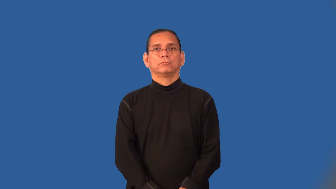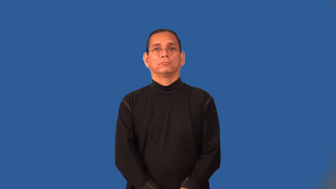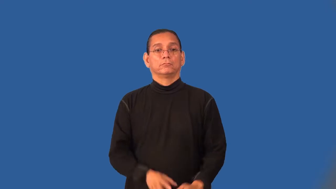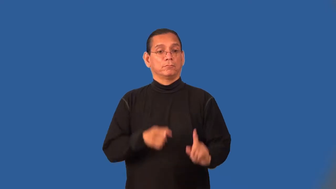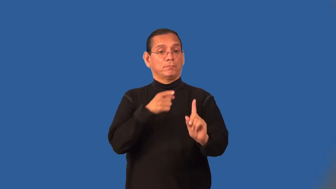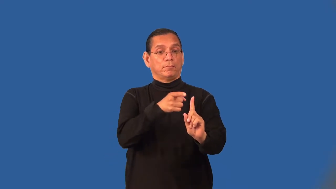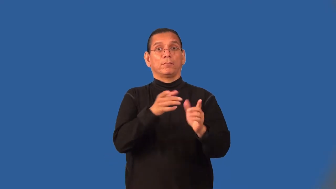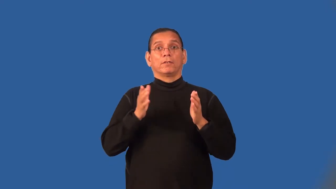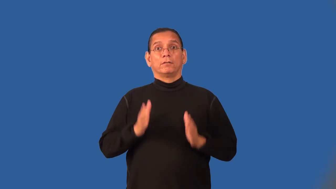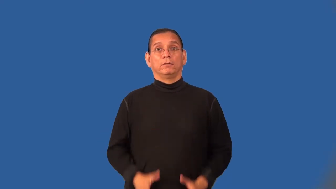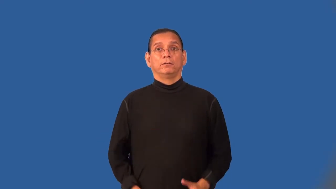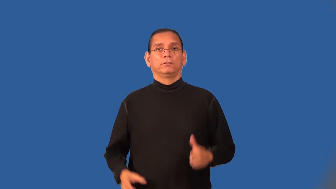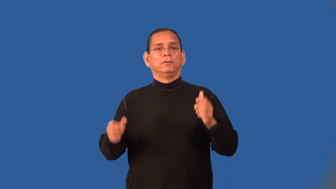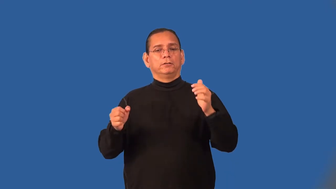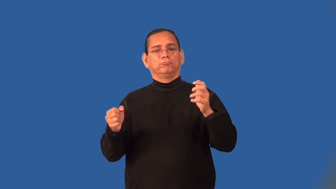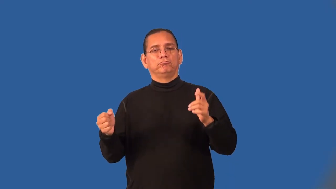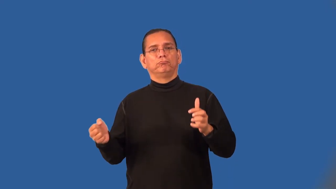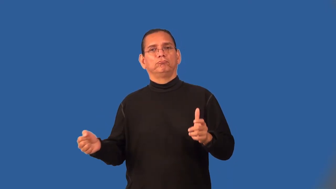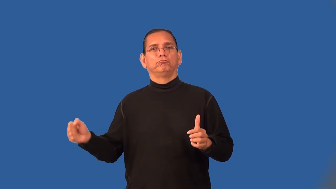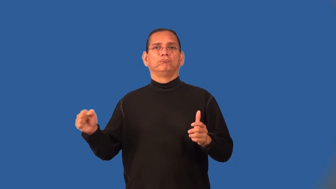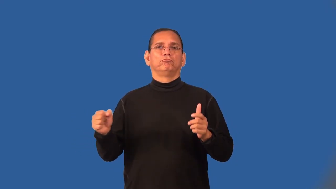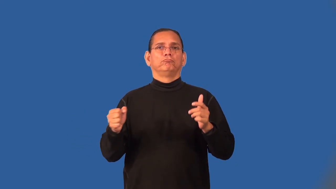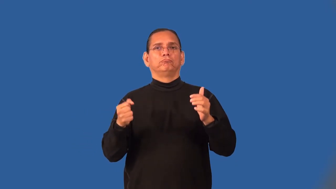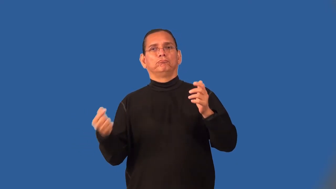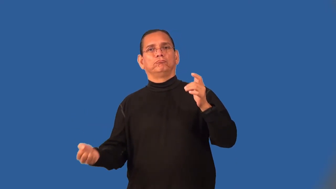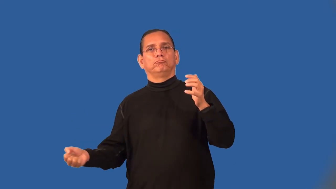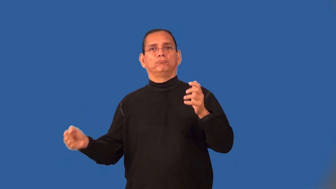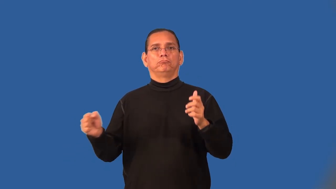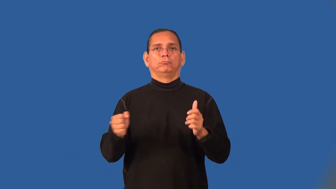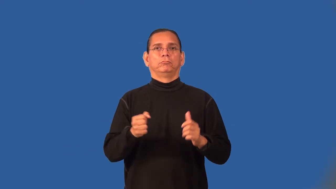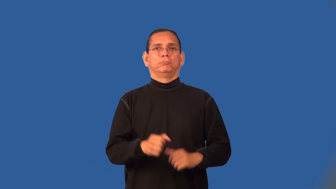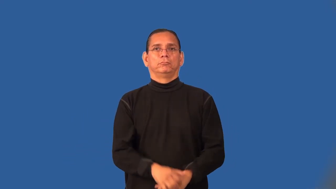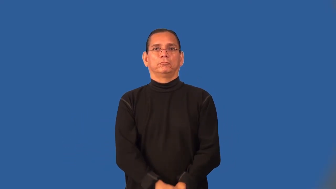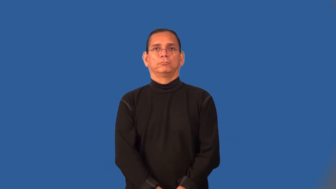accordionist